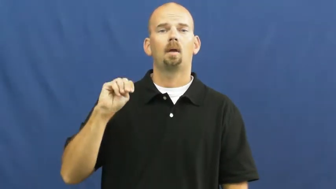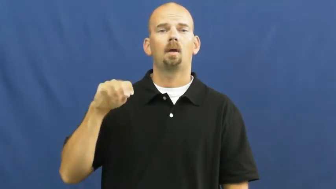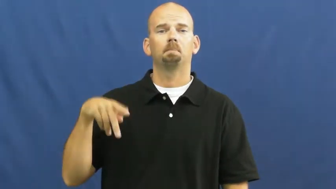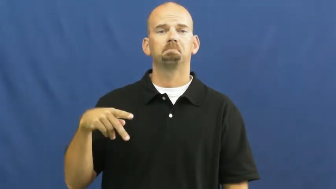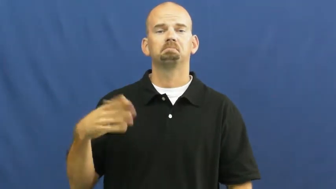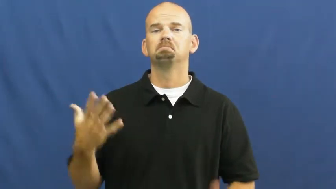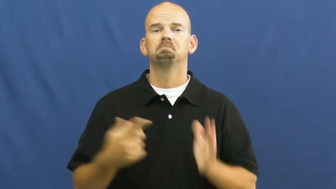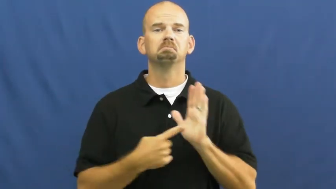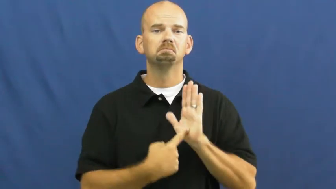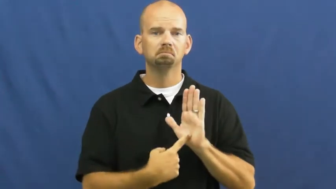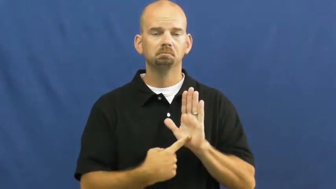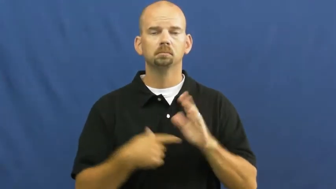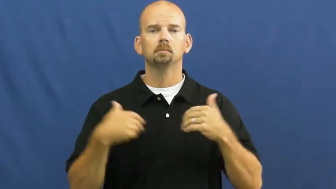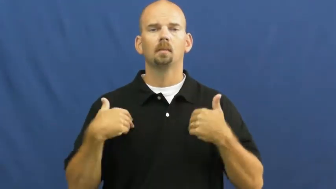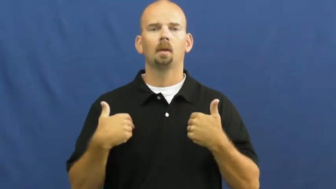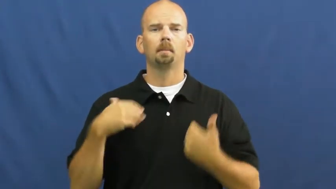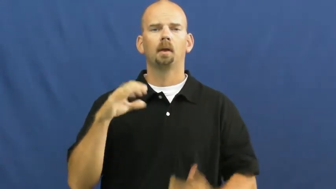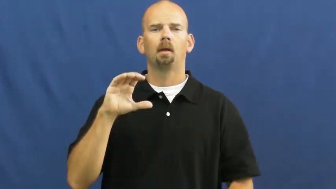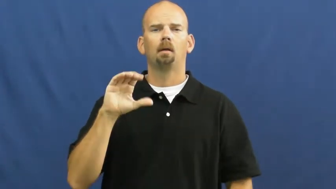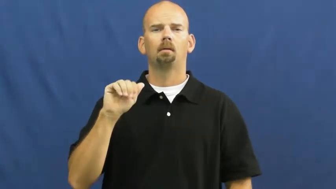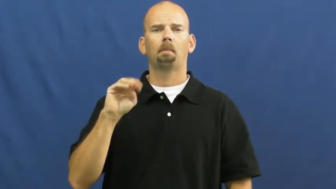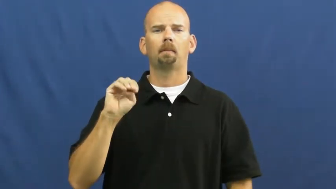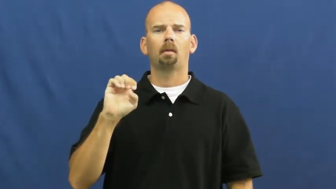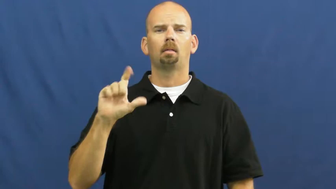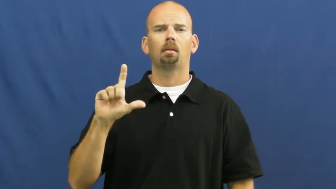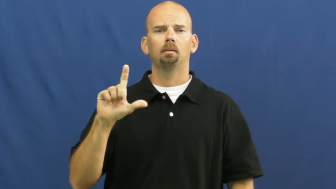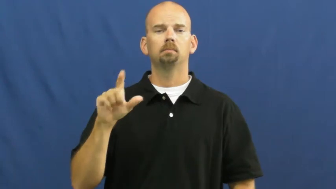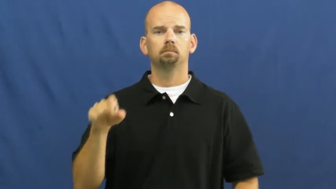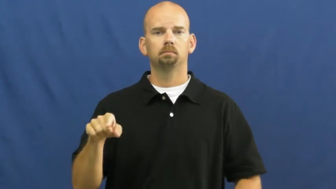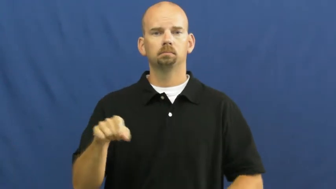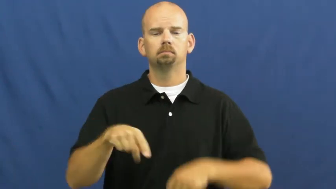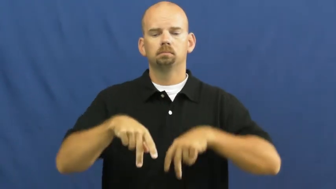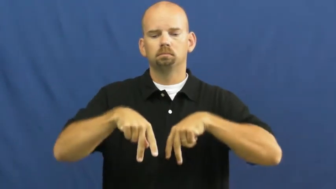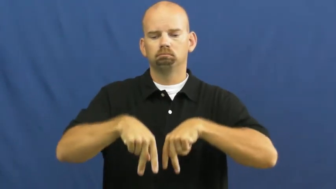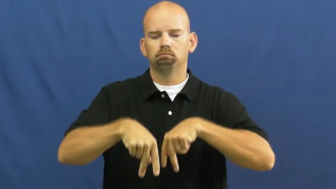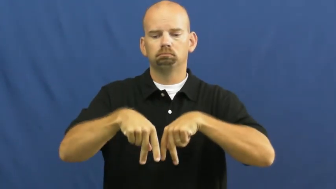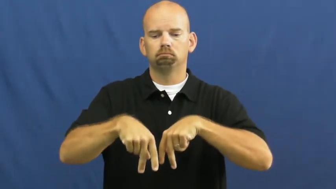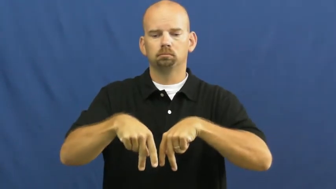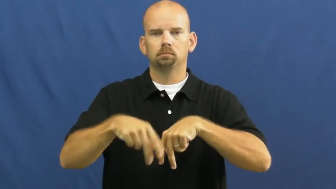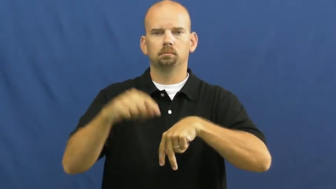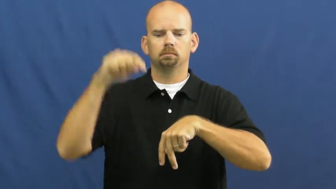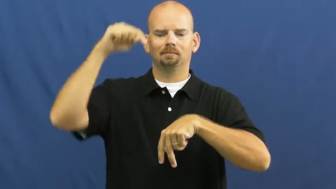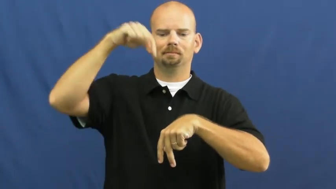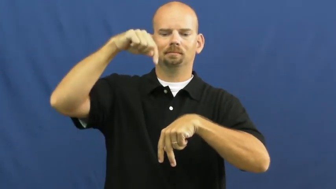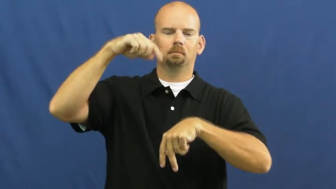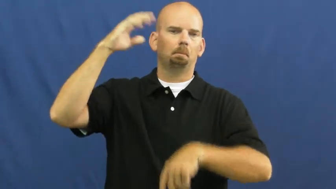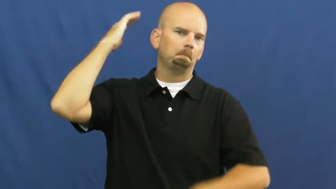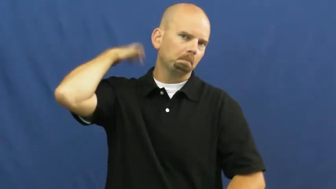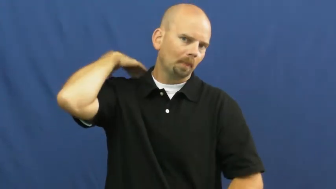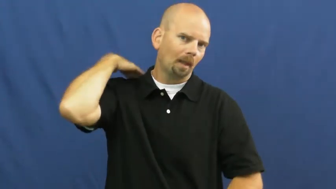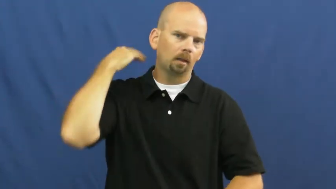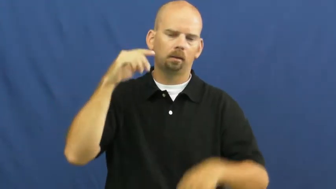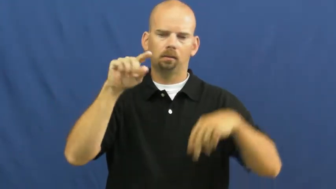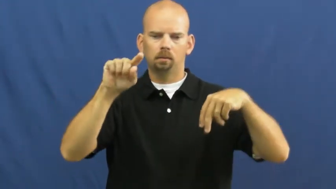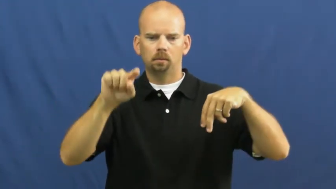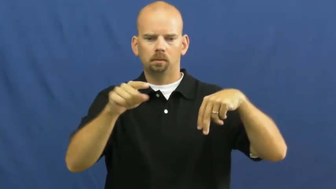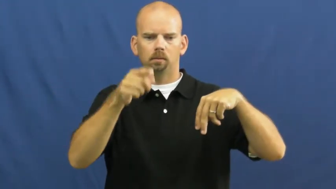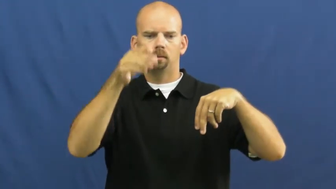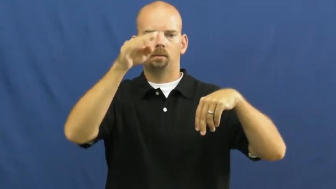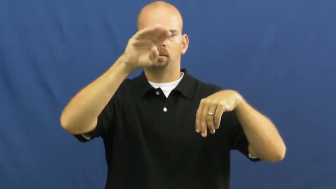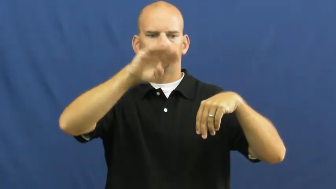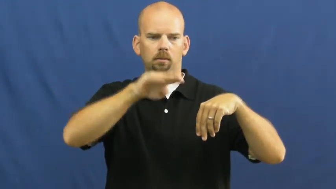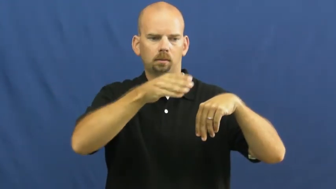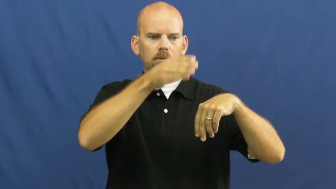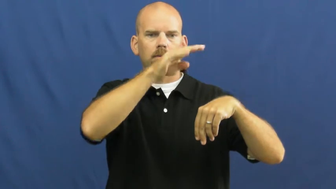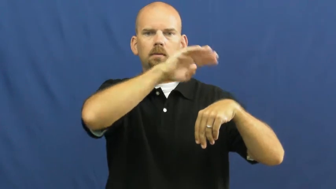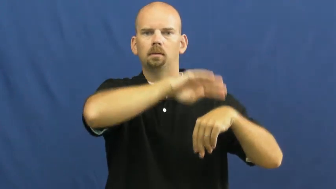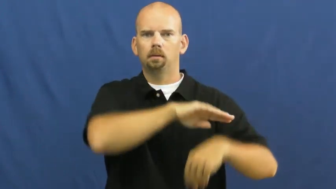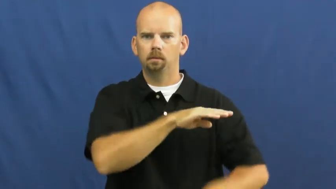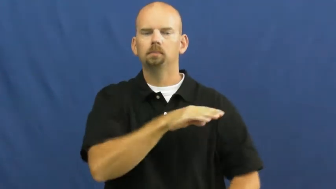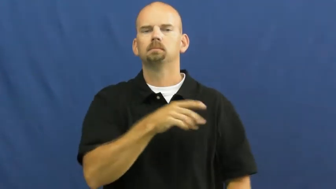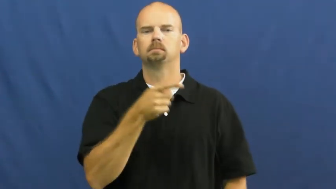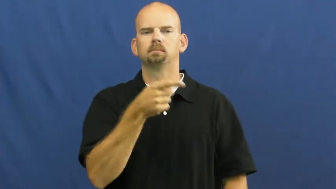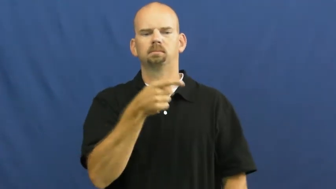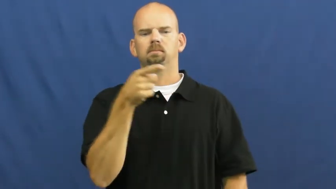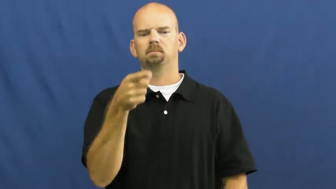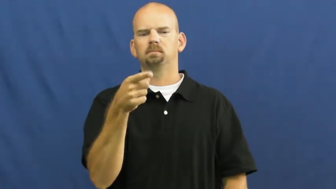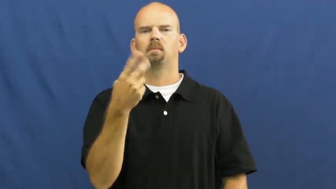hump-camel